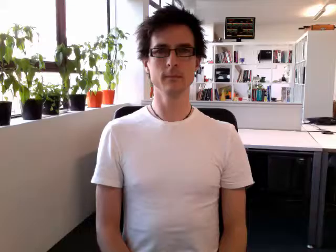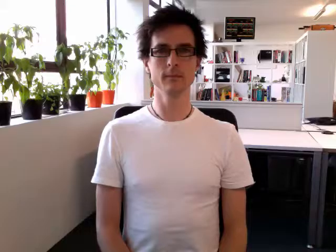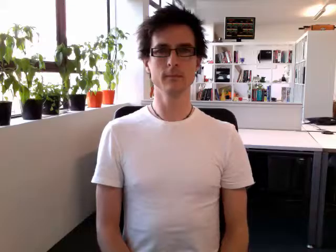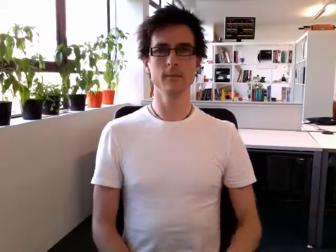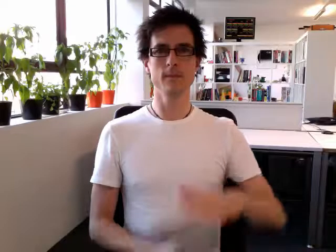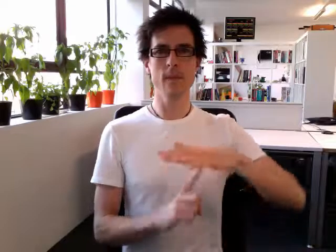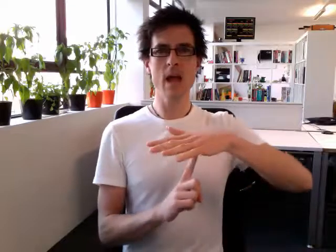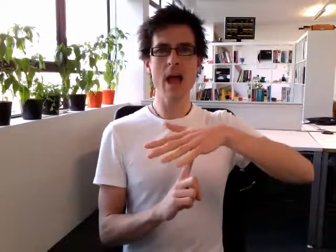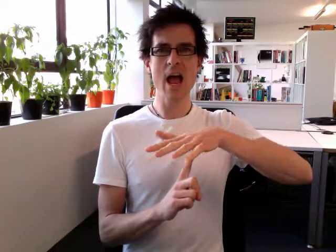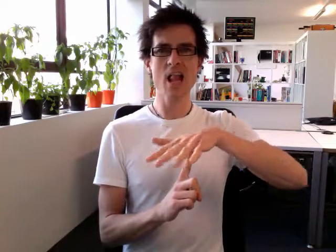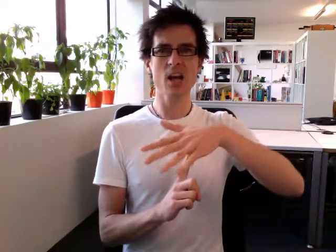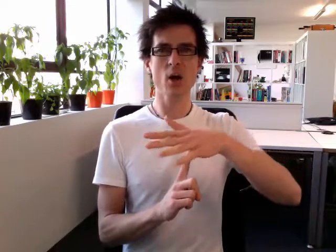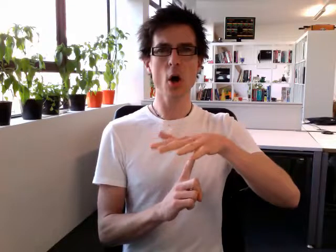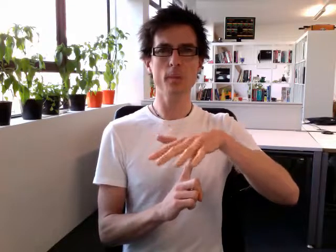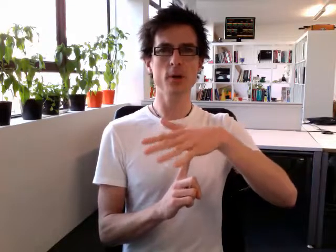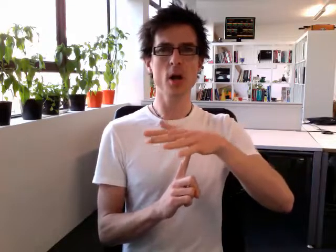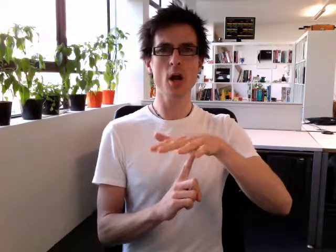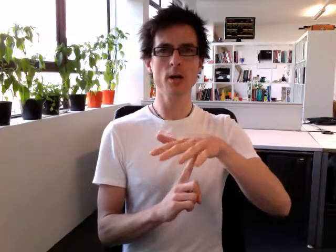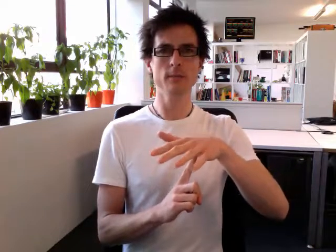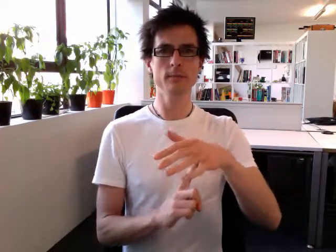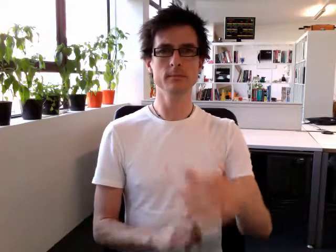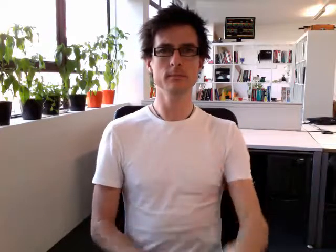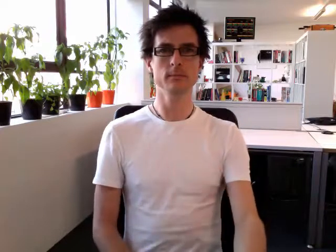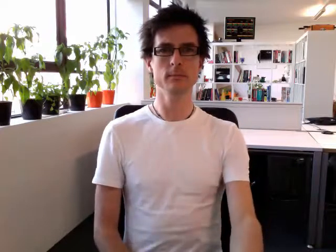helicopter